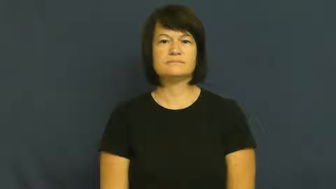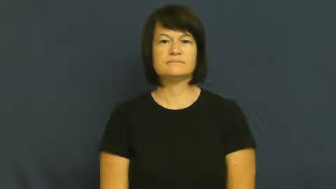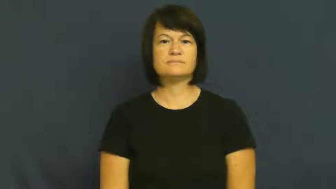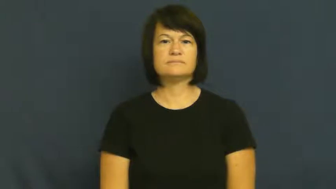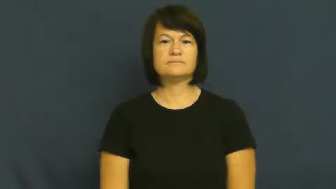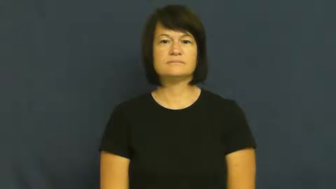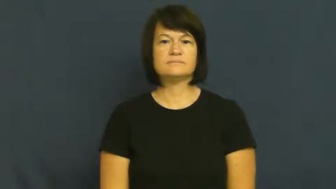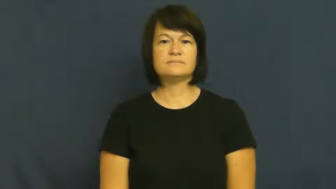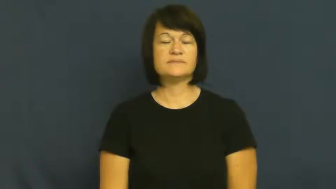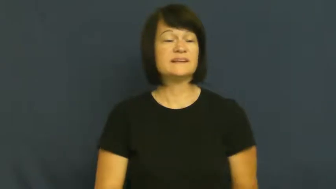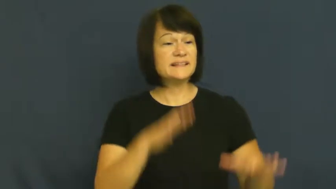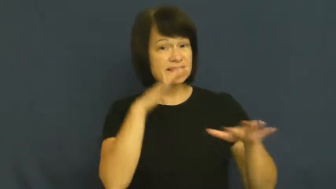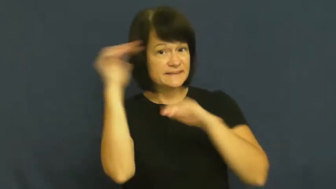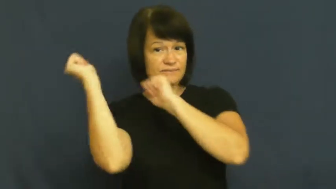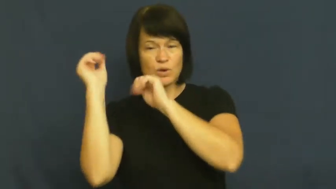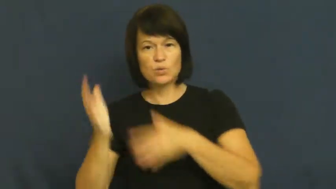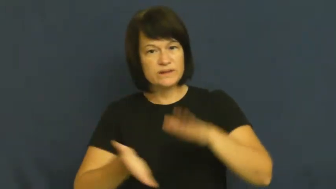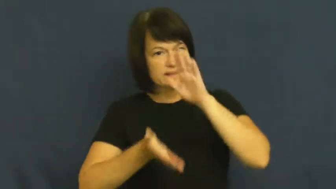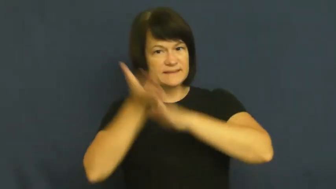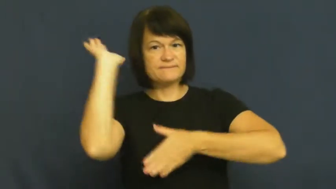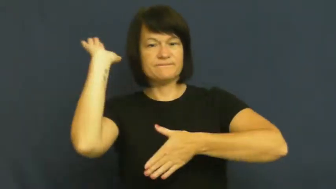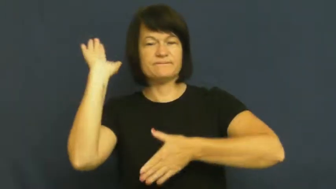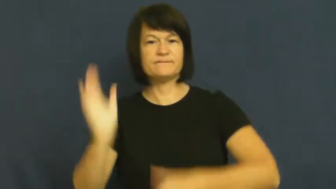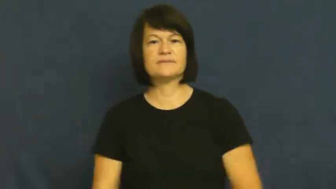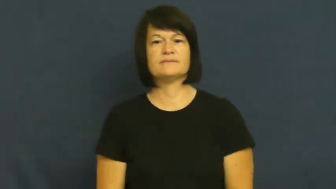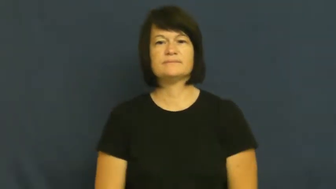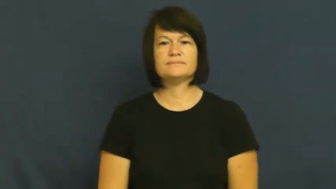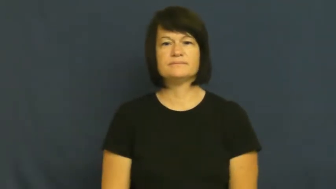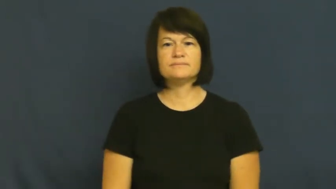vacate